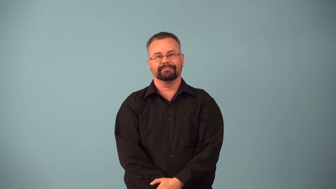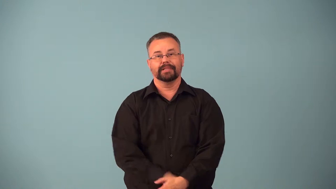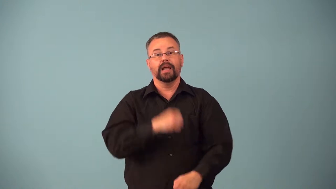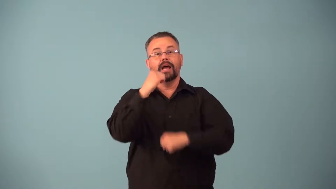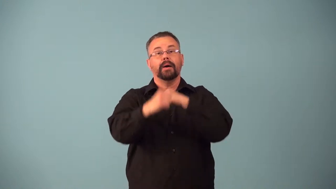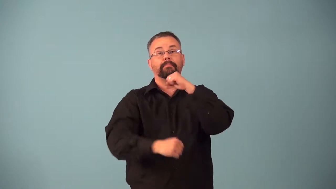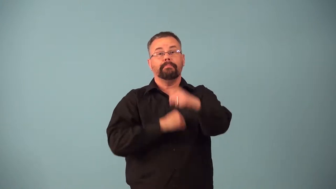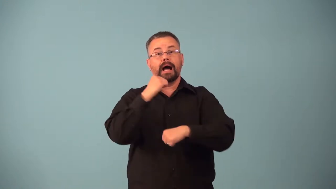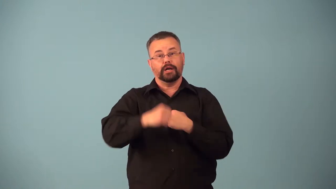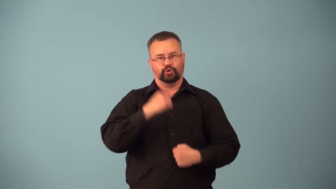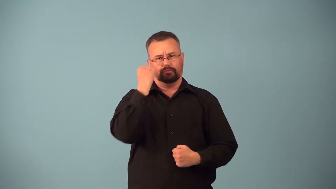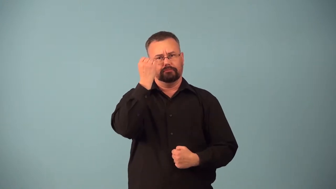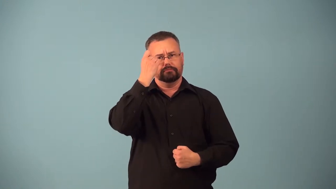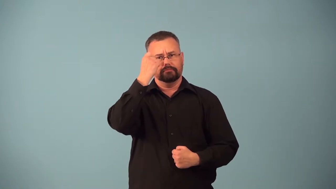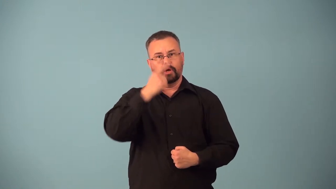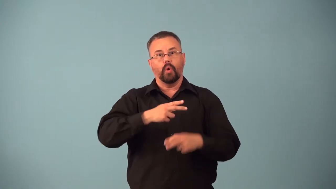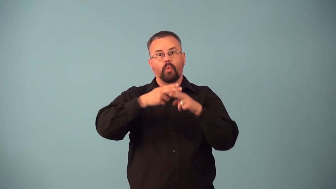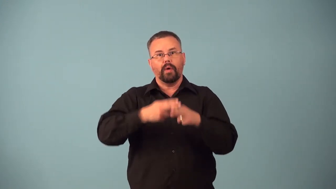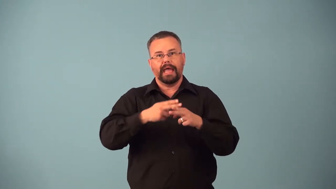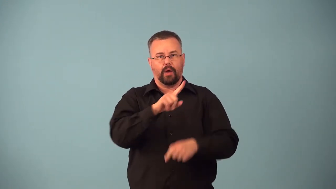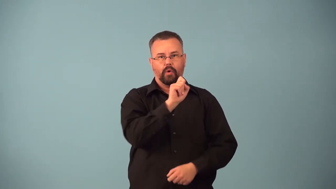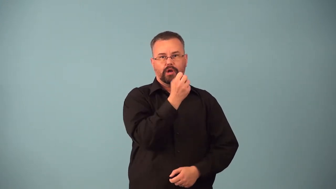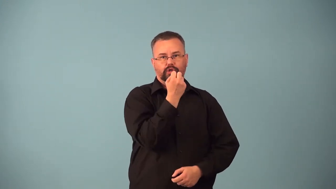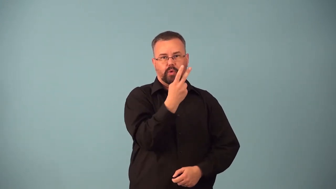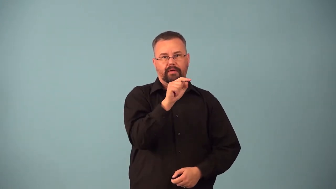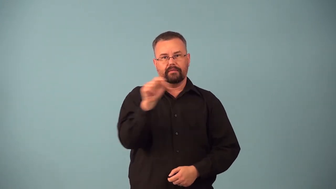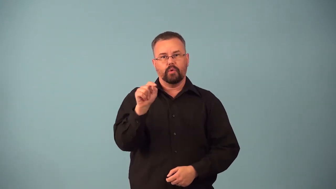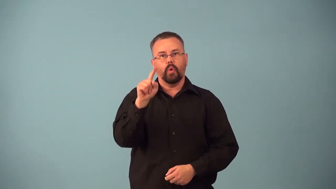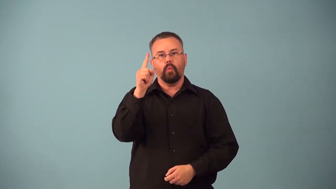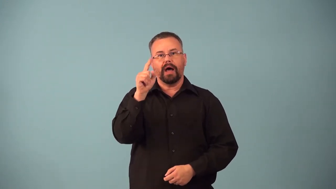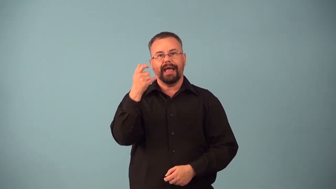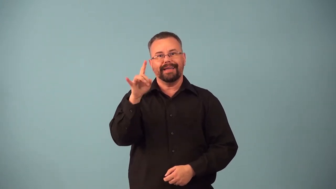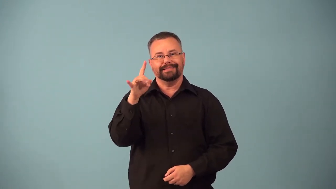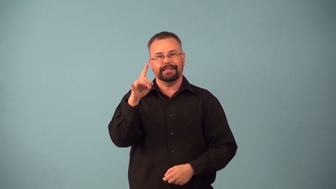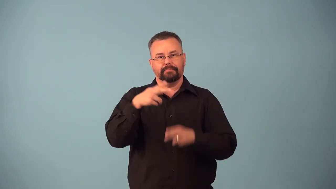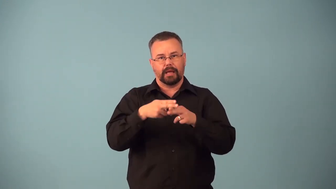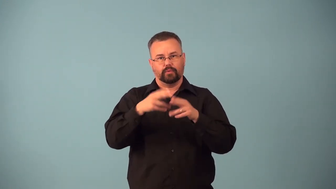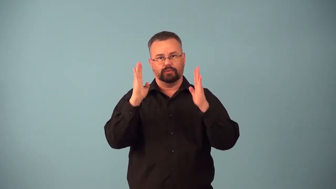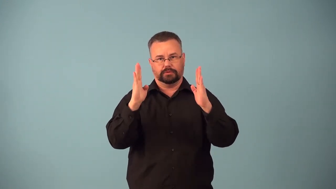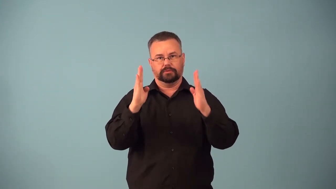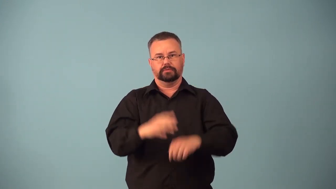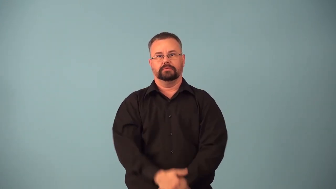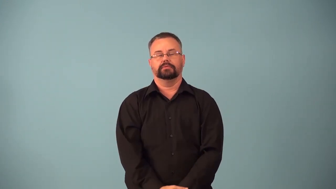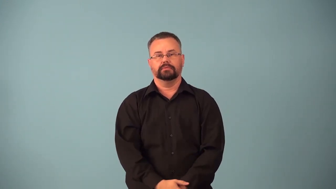bantamweight